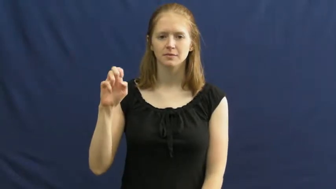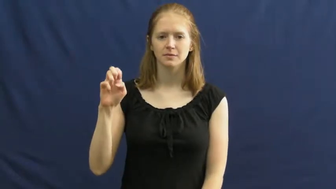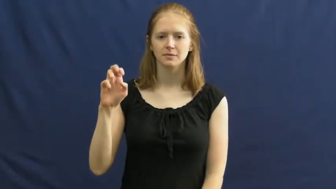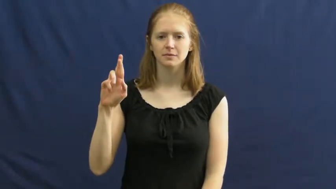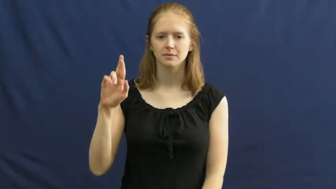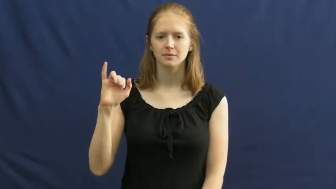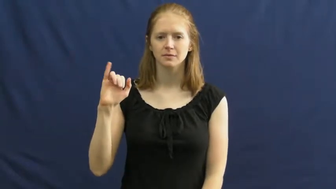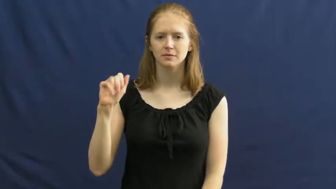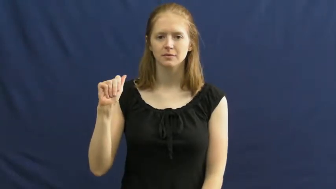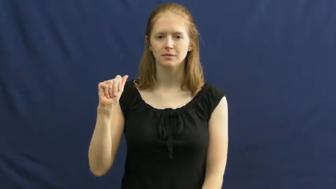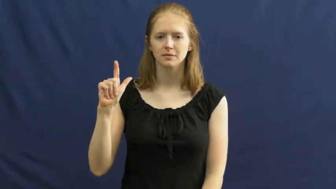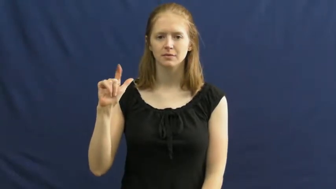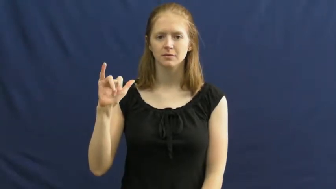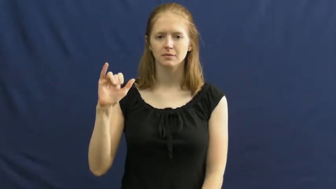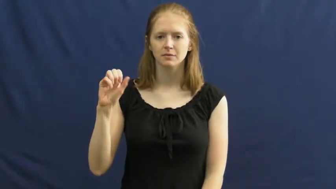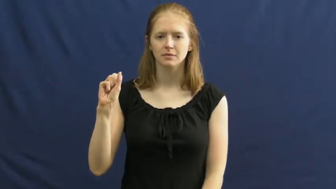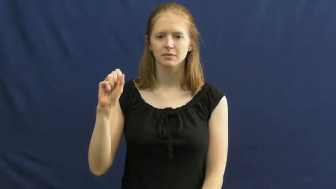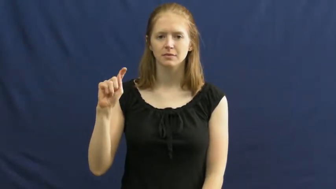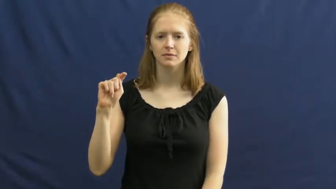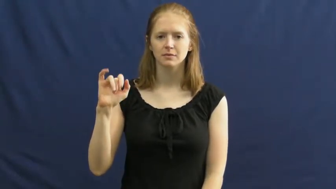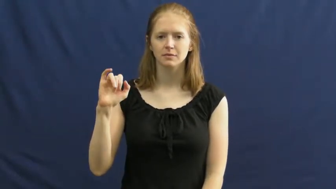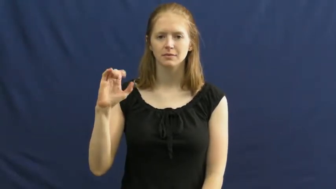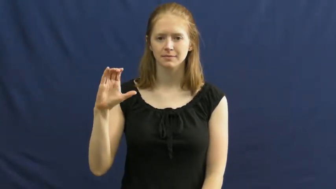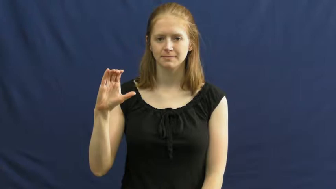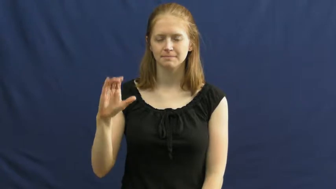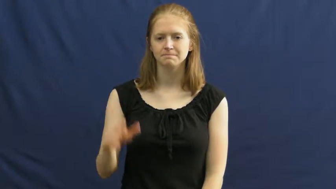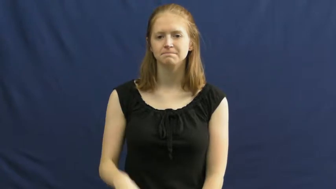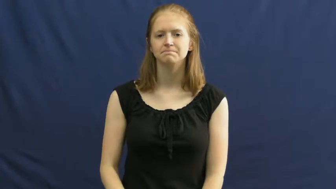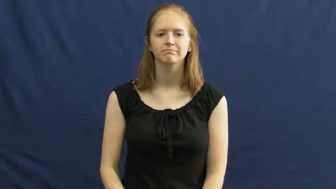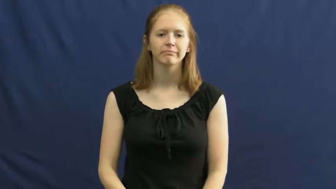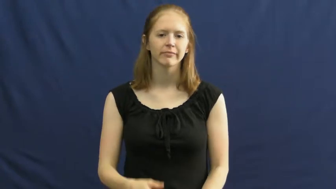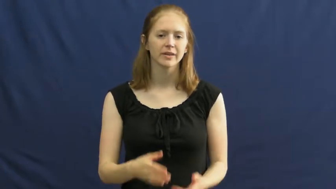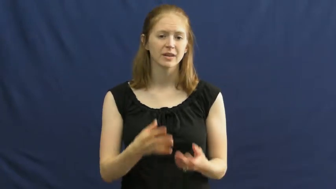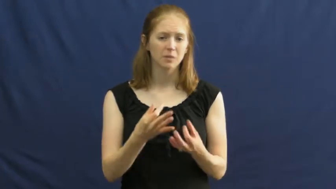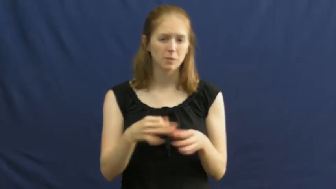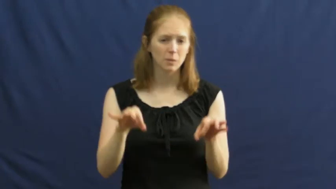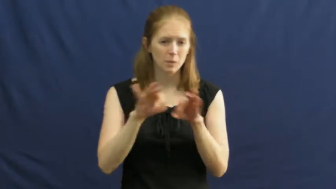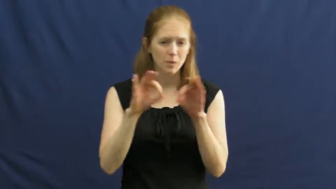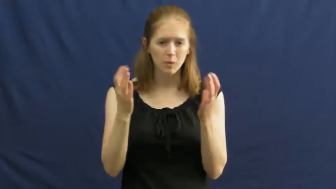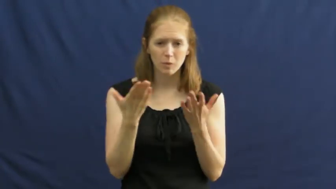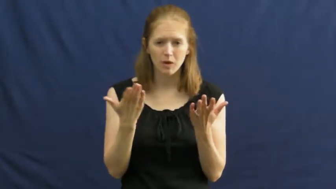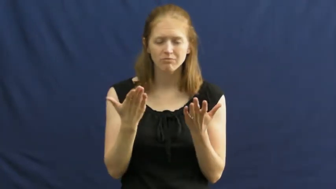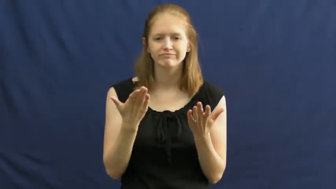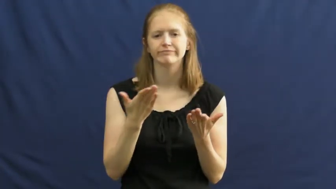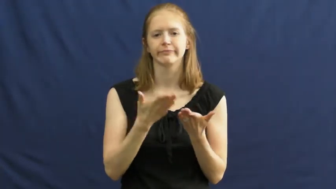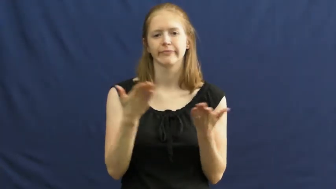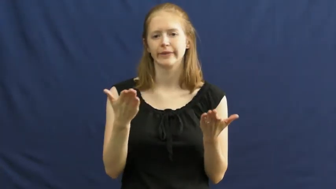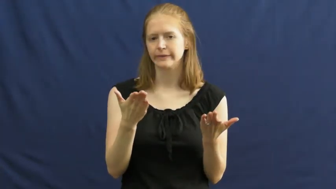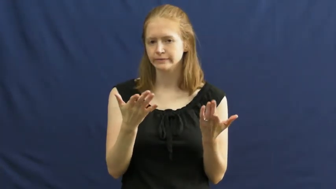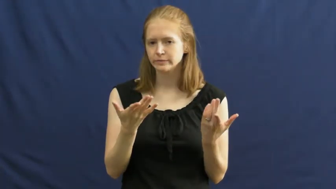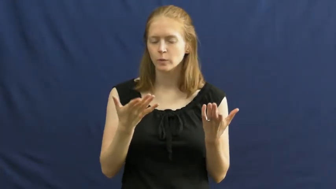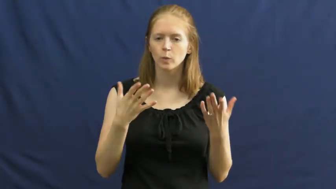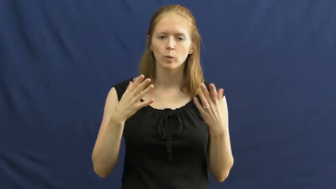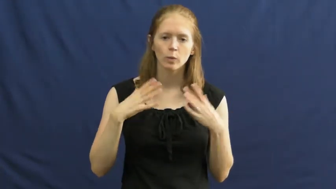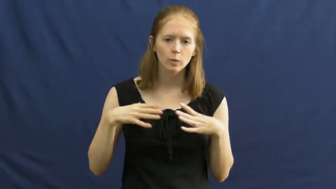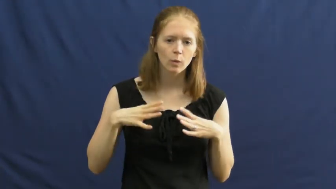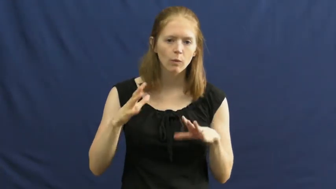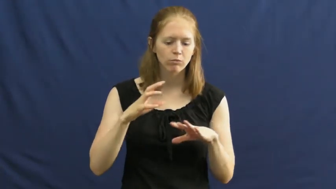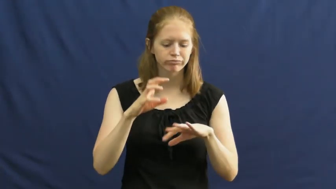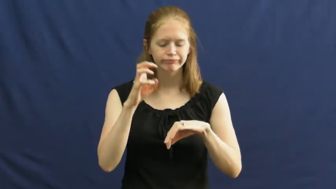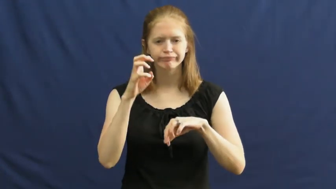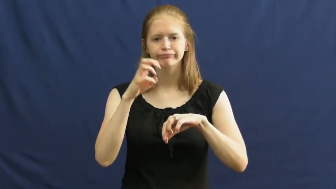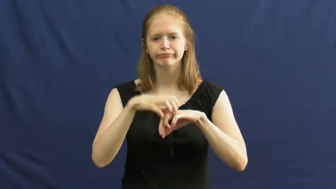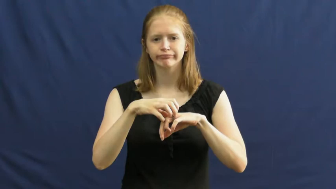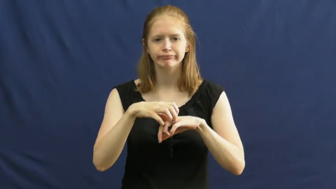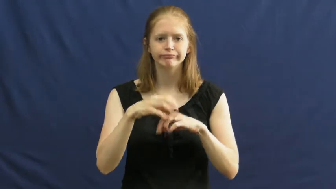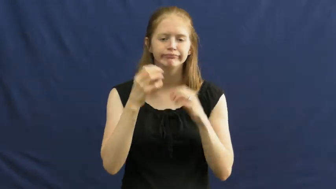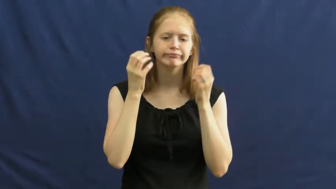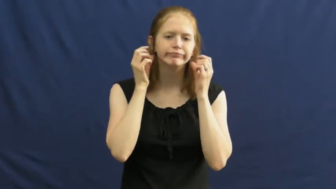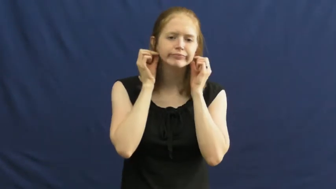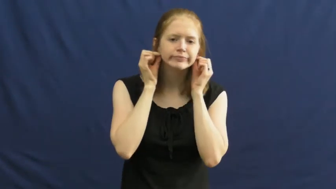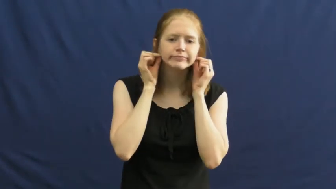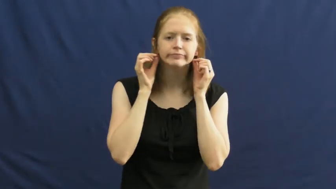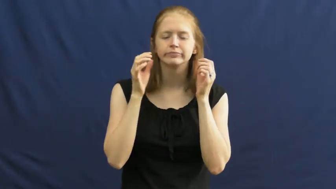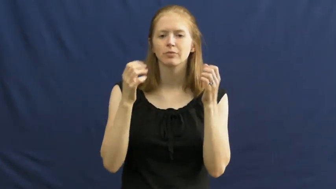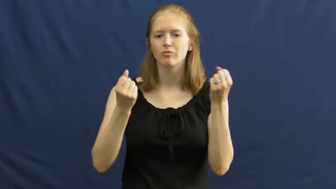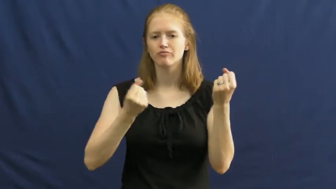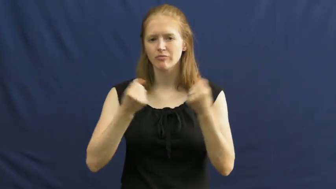materialistic